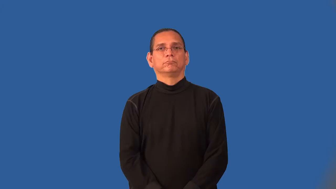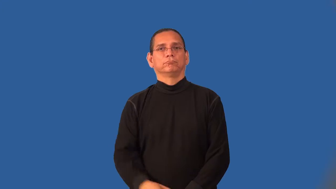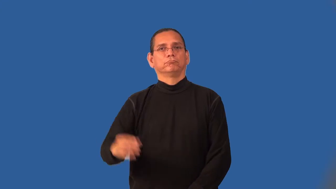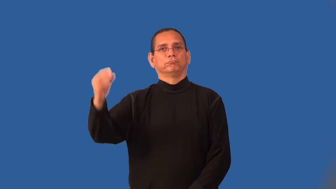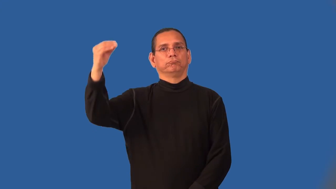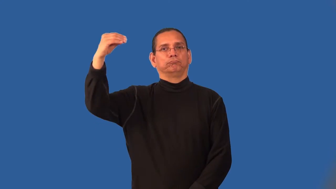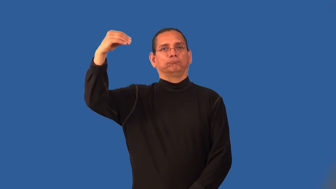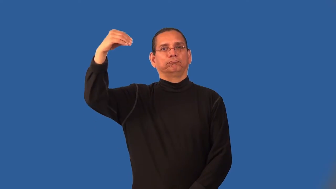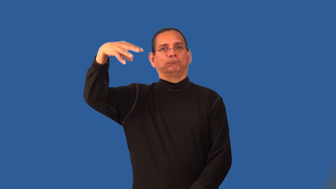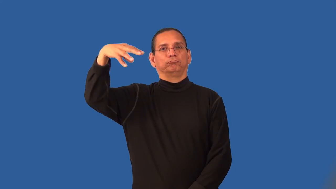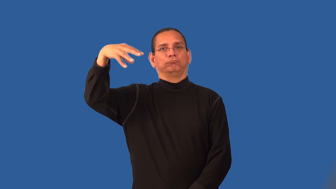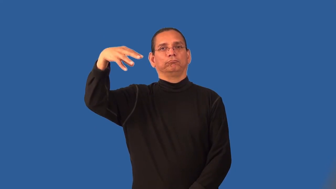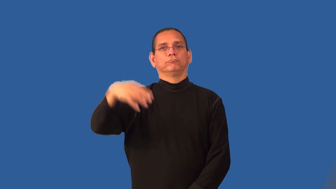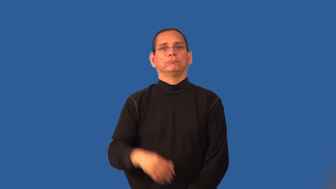lamplight